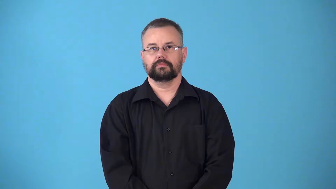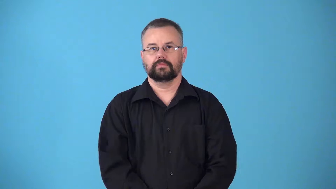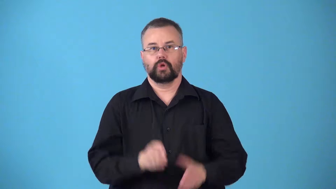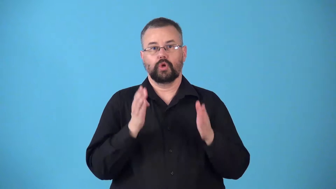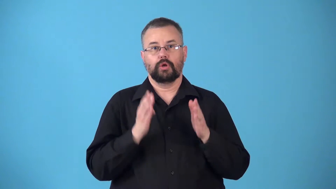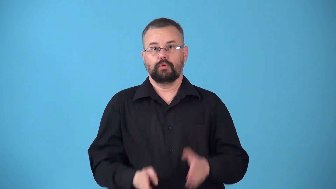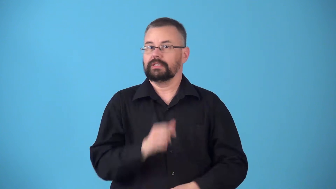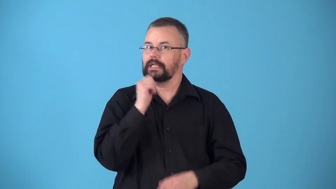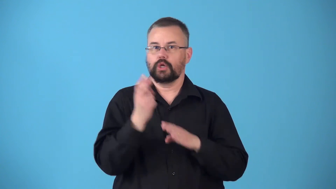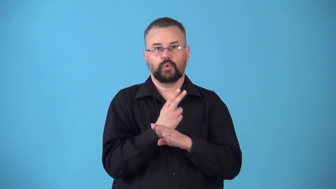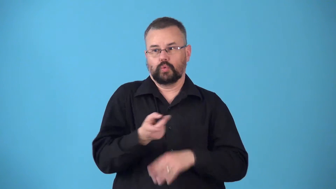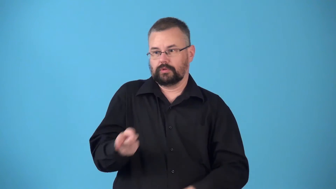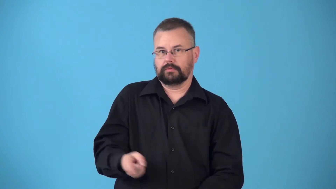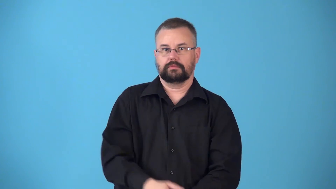nonuser